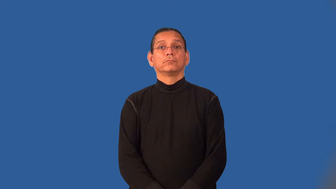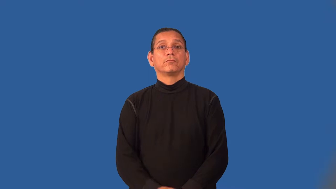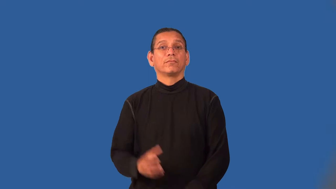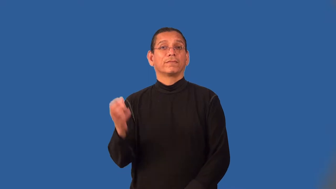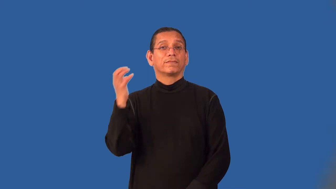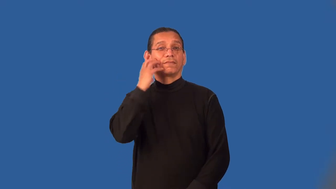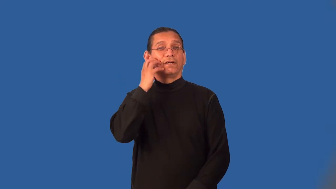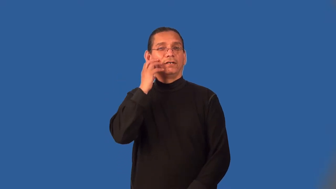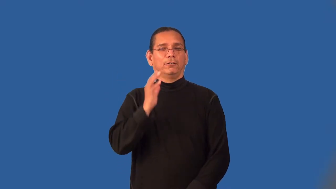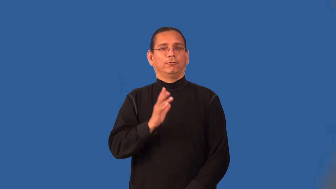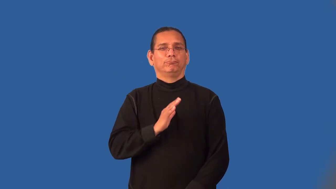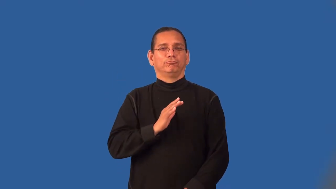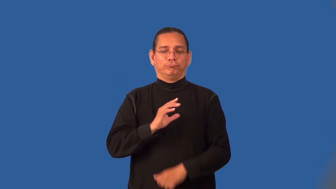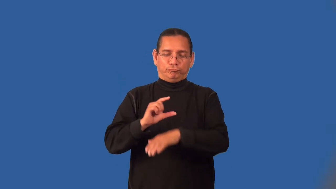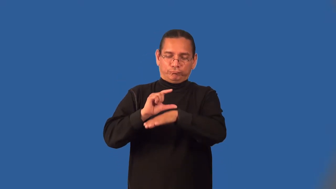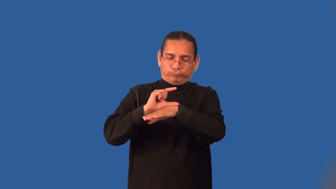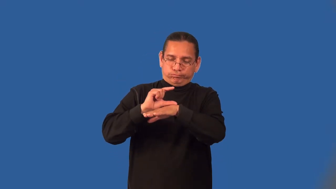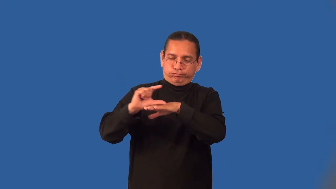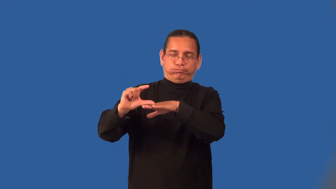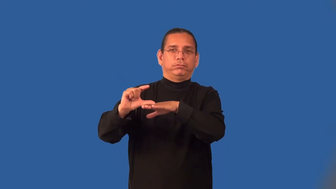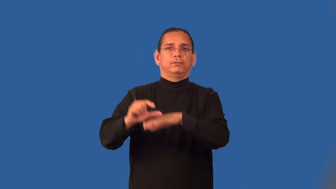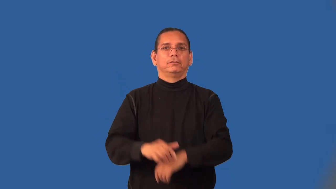lush-carpet